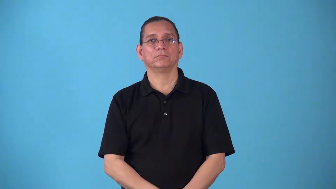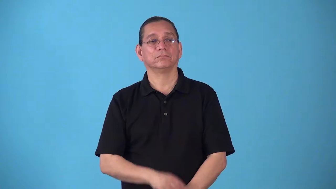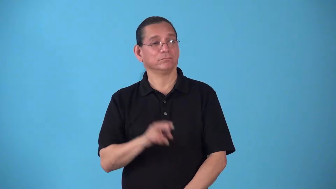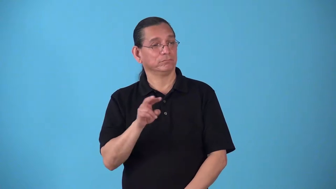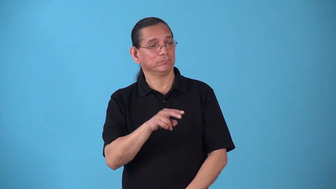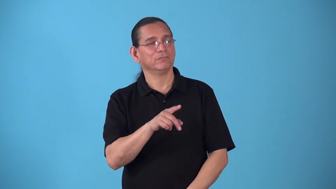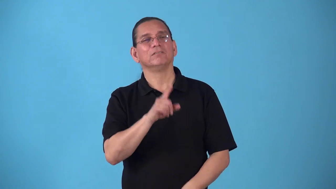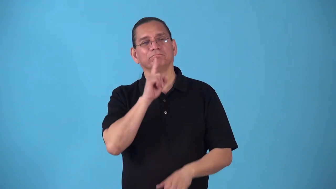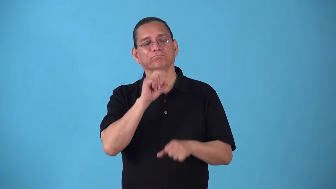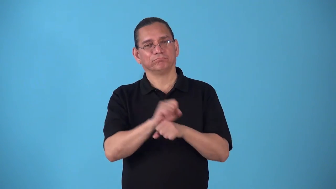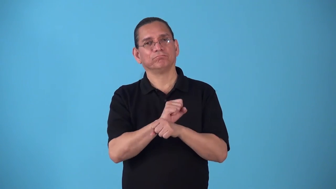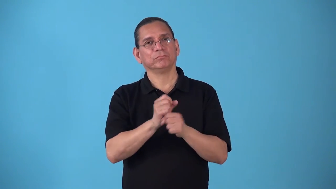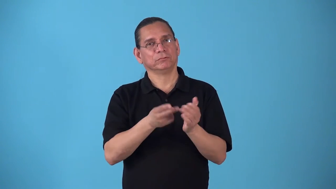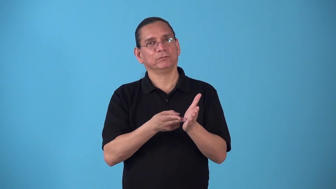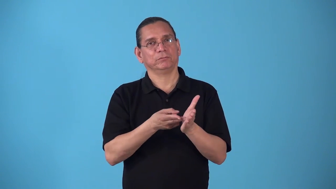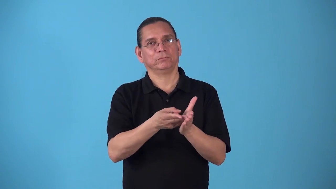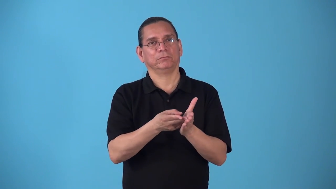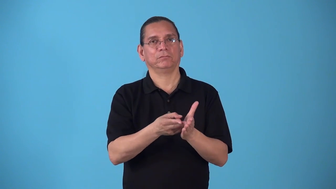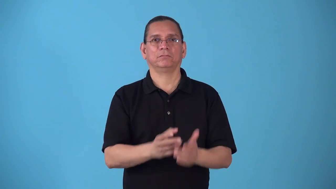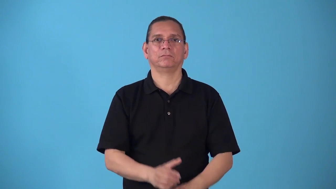sop-conform or follow truth